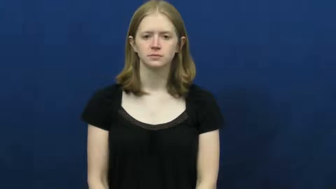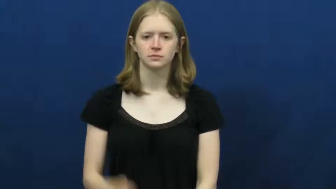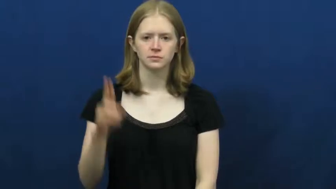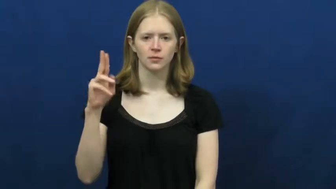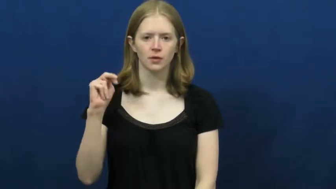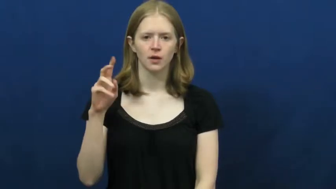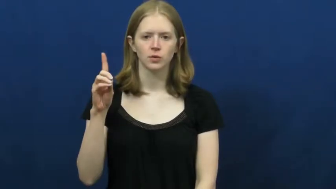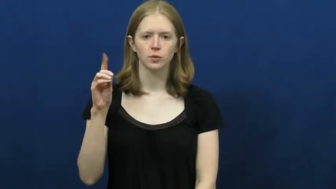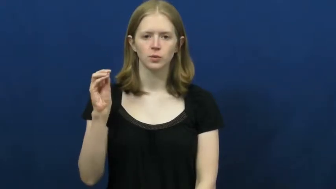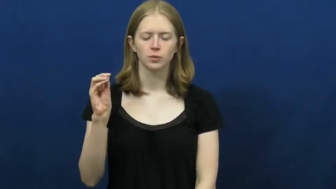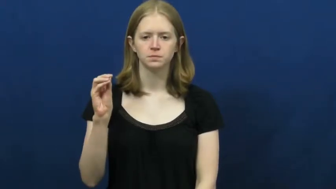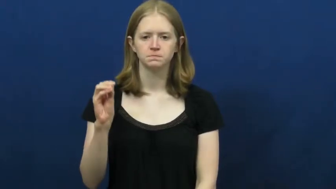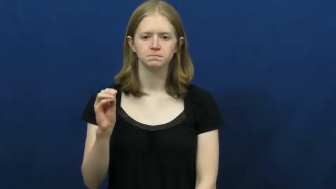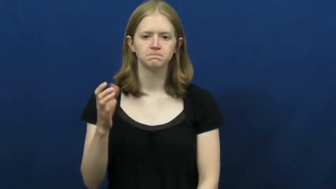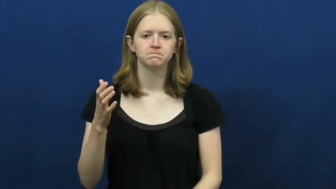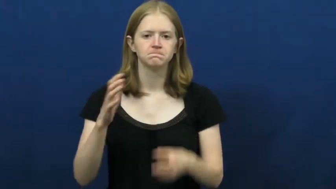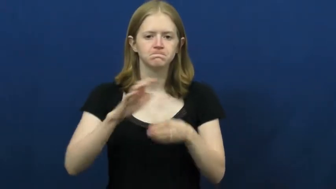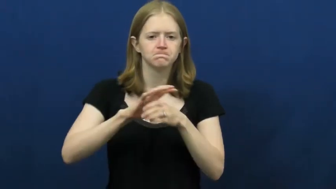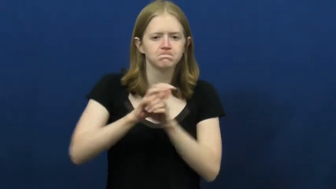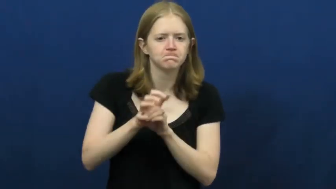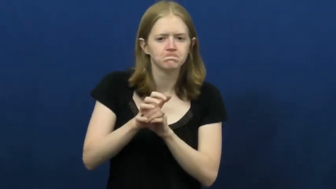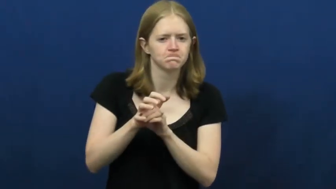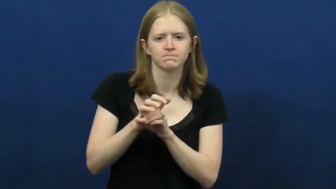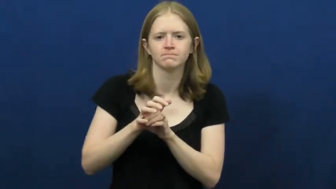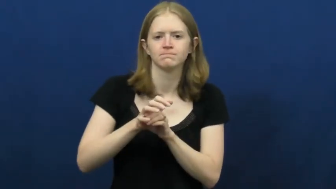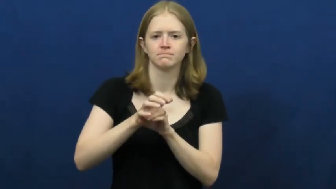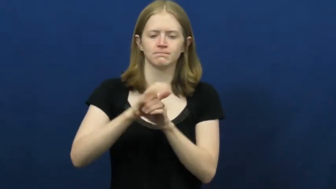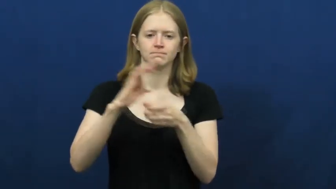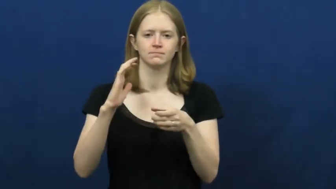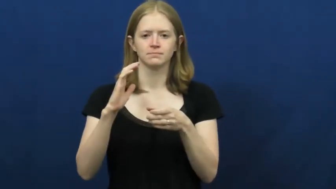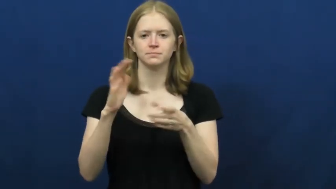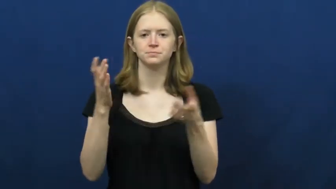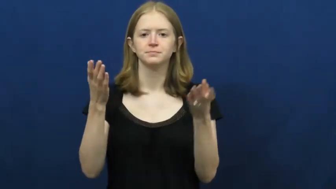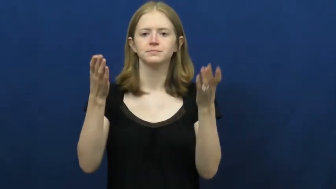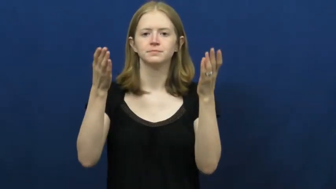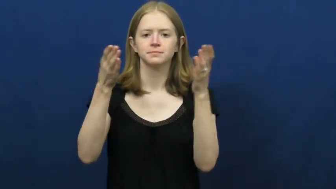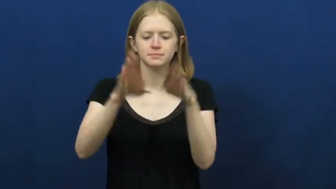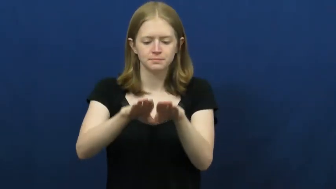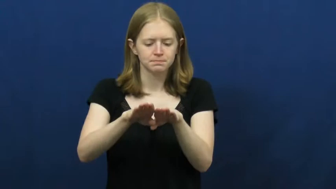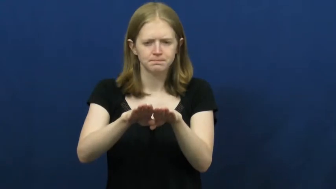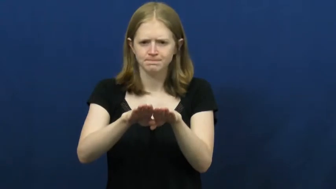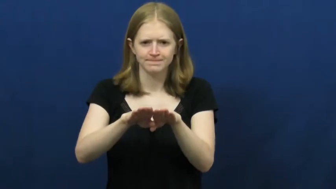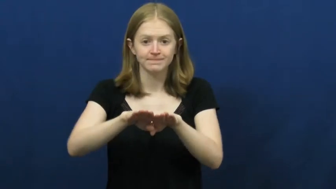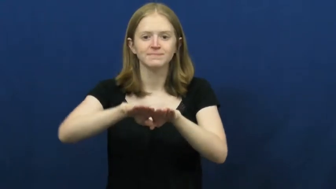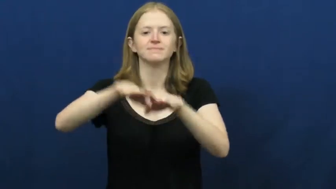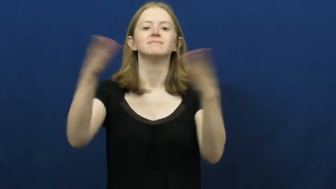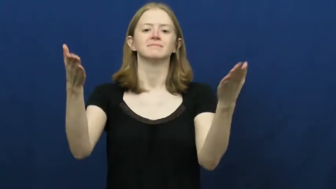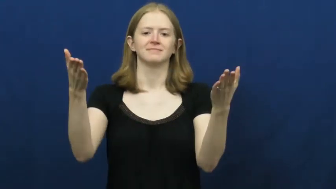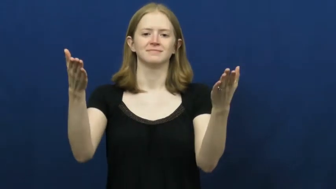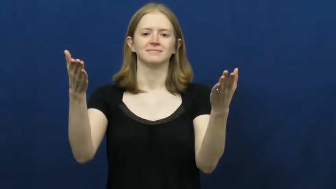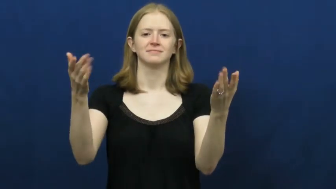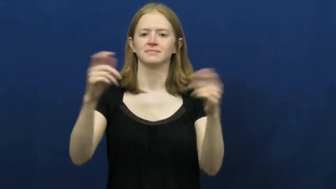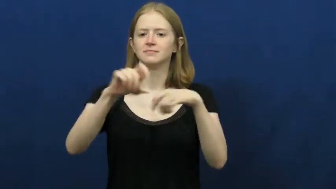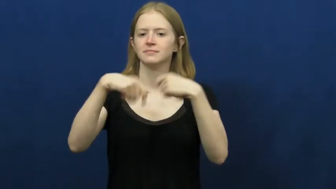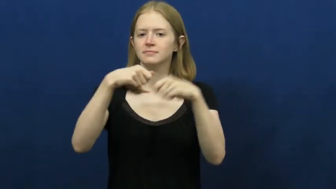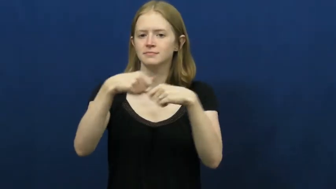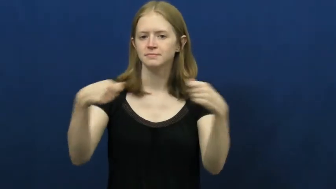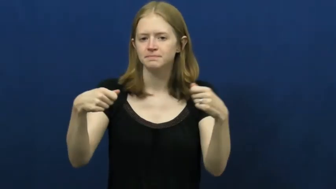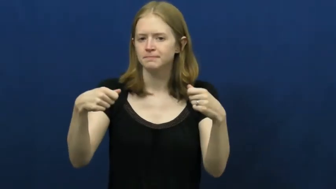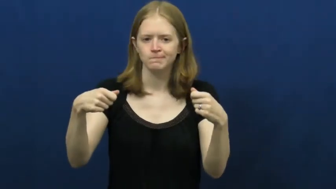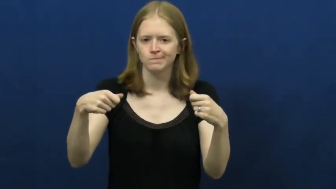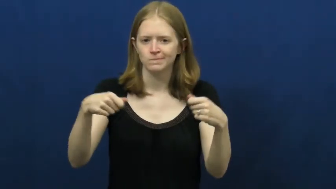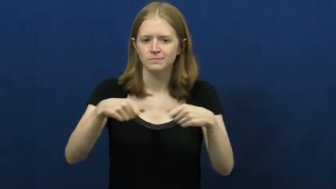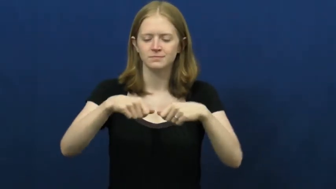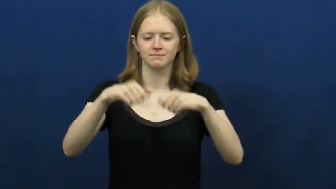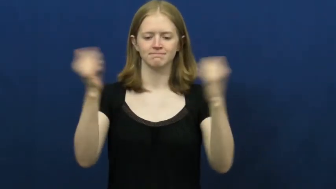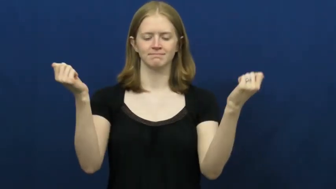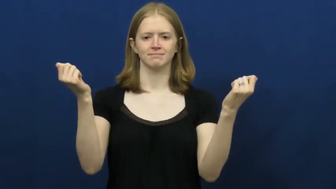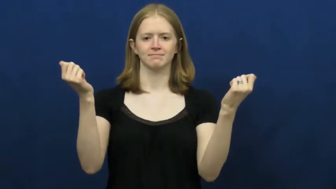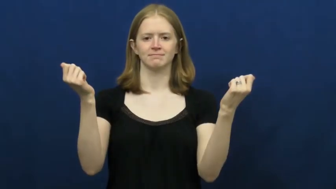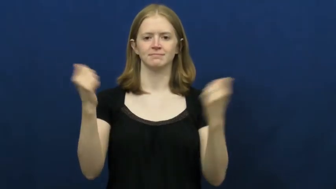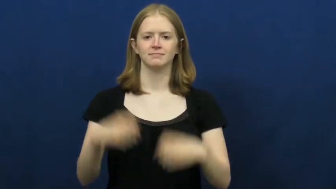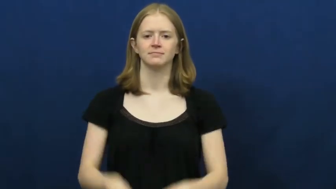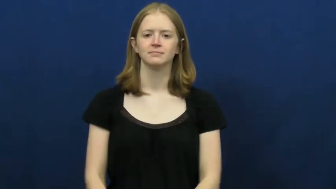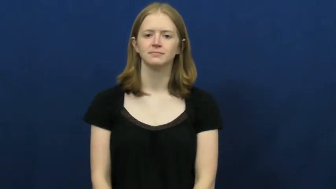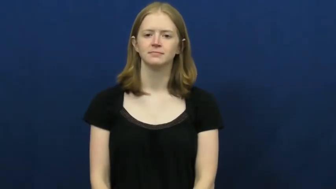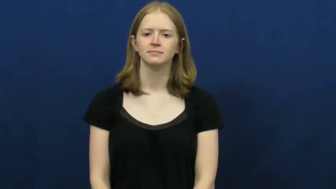undo